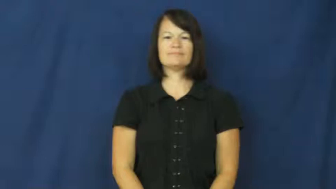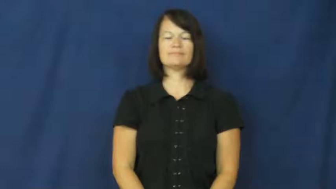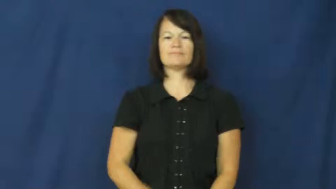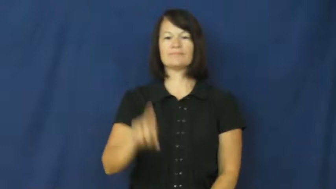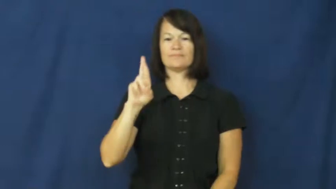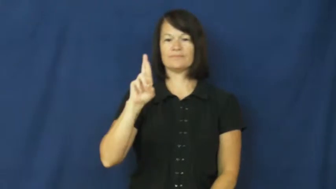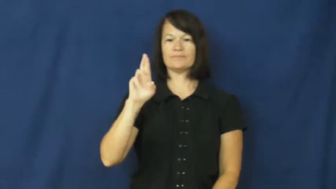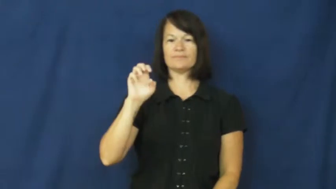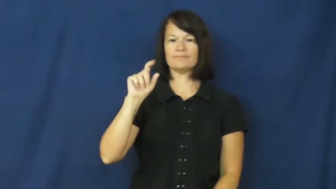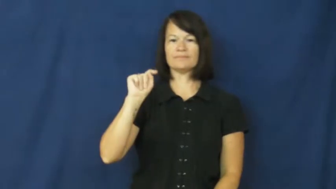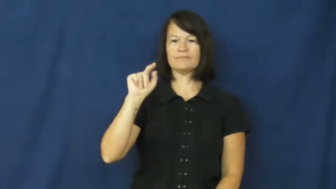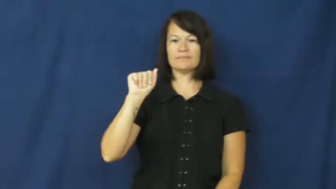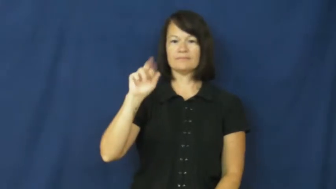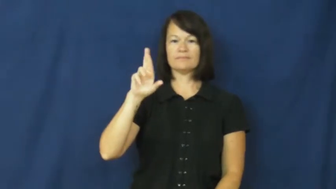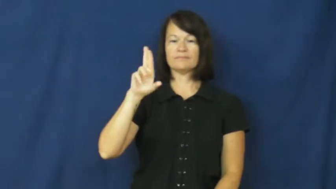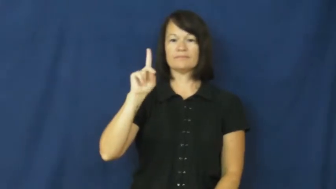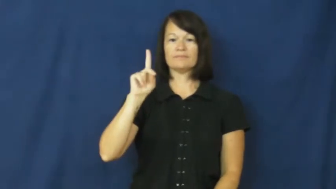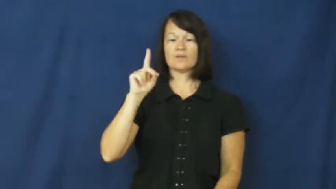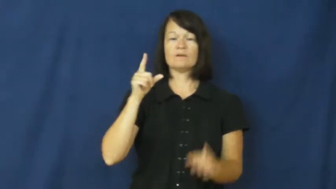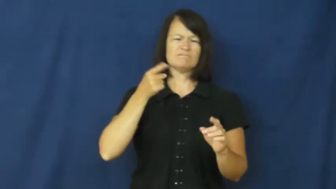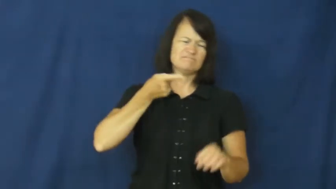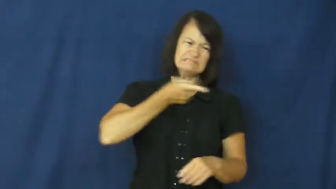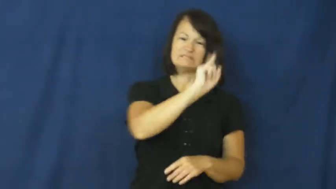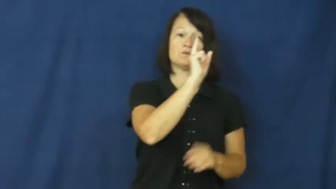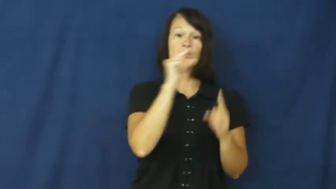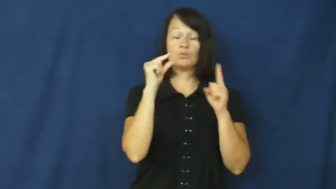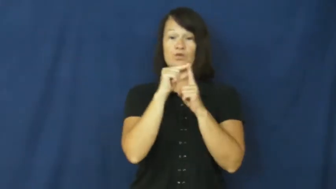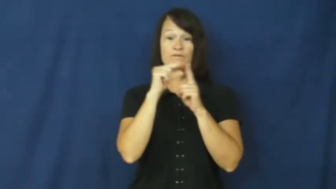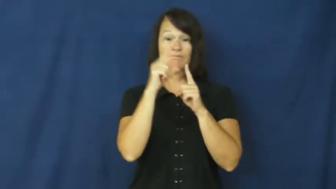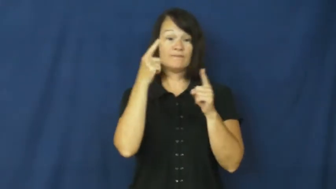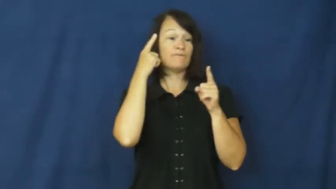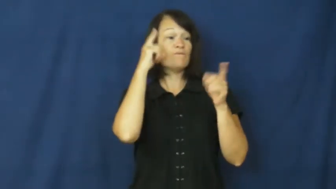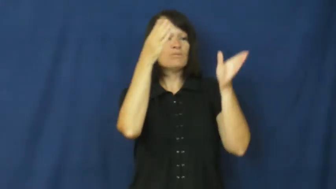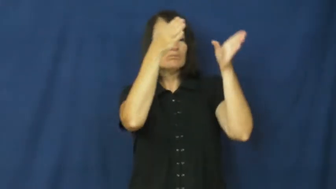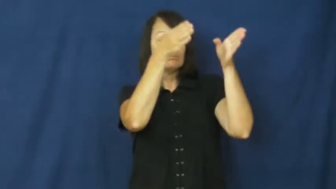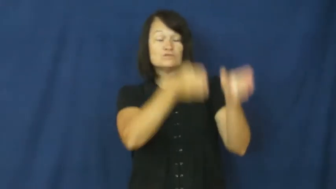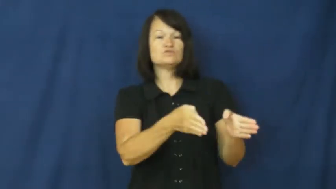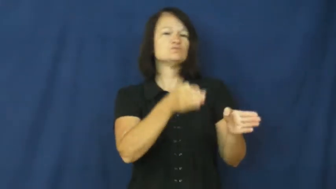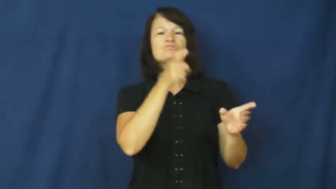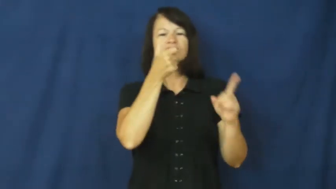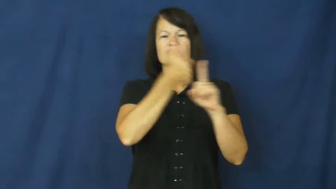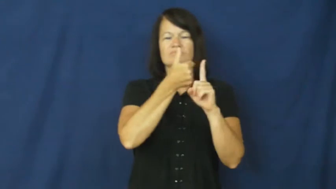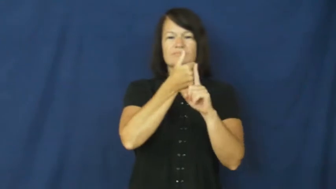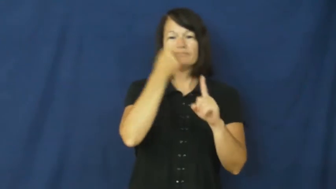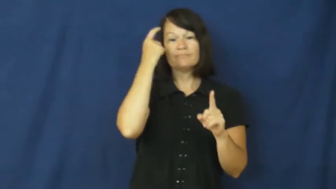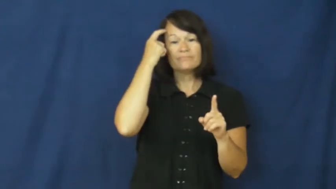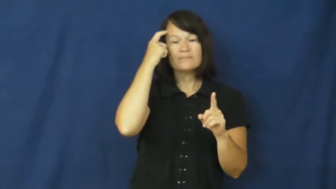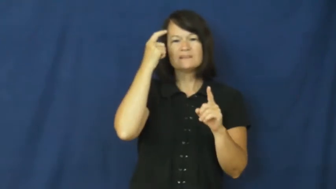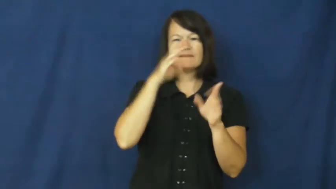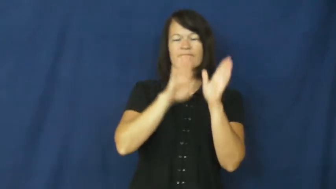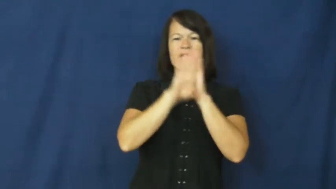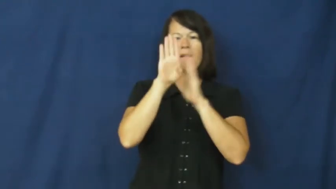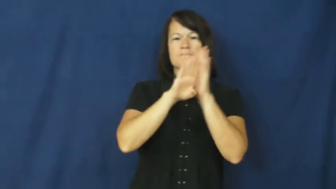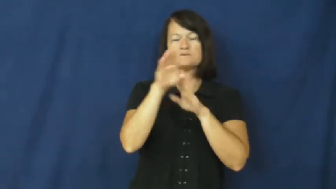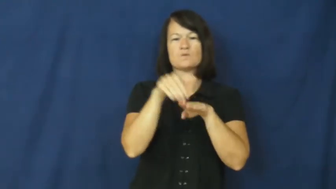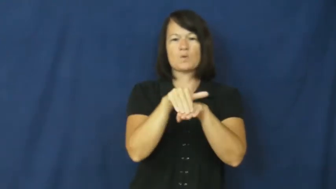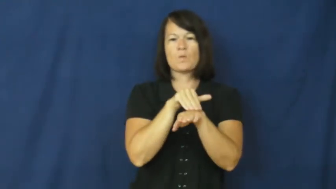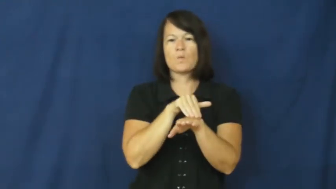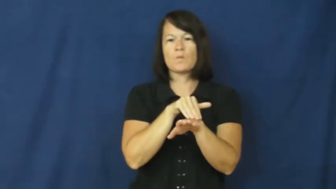retard,backward-insult